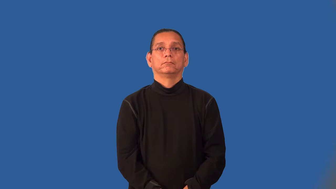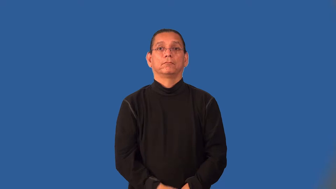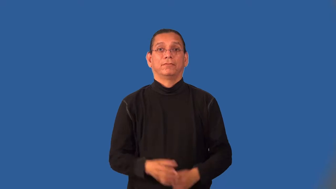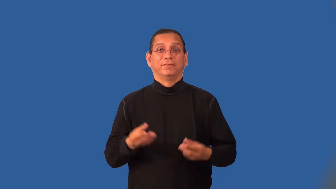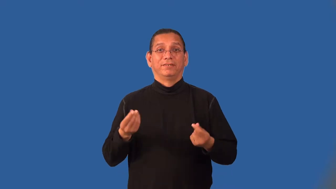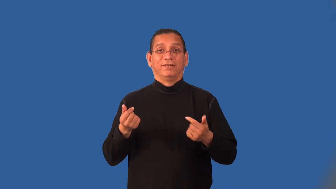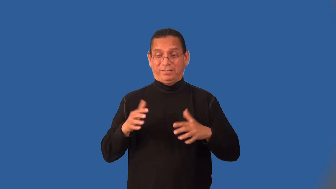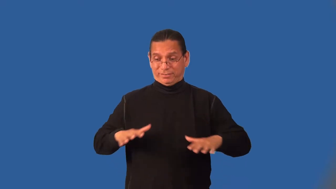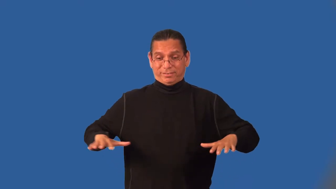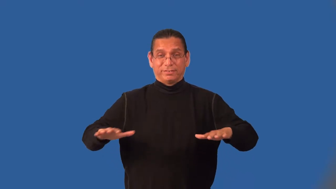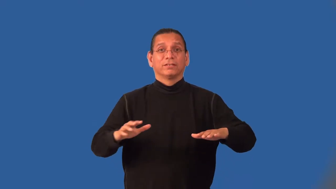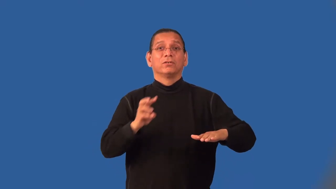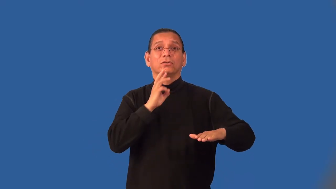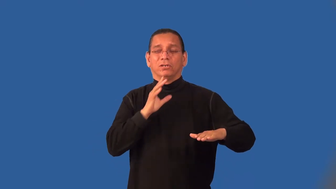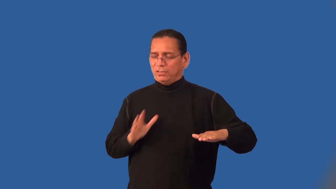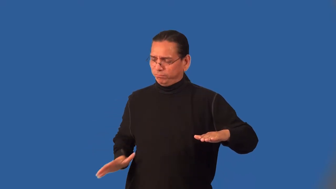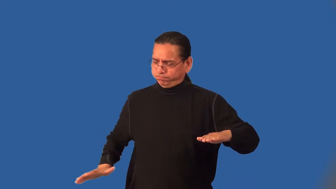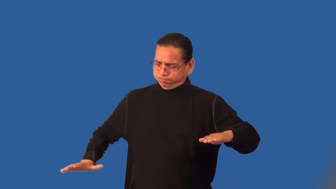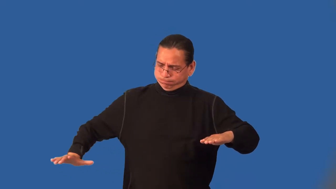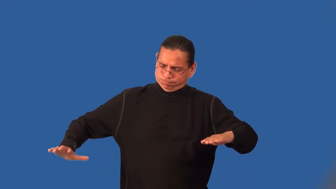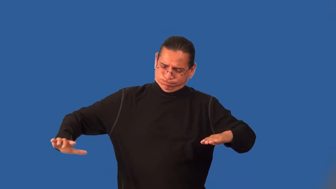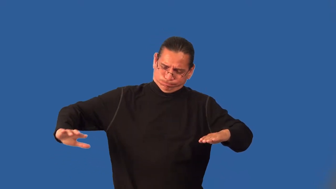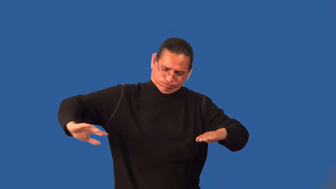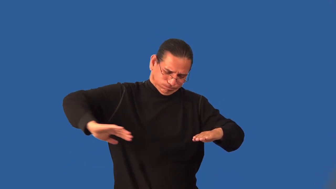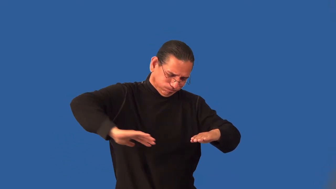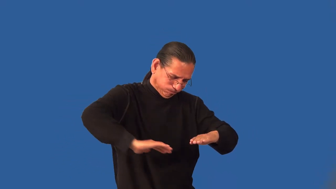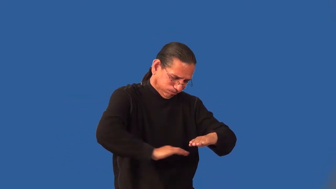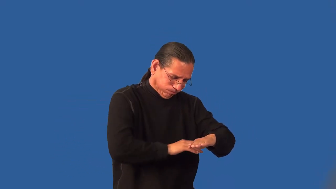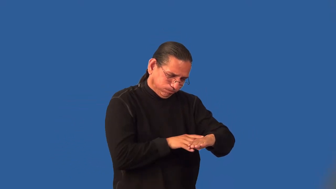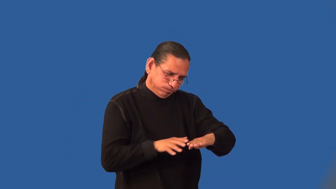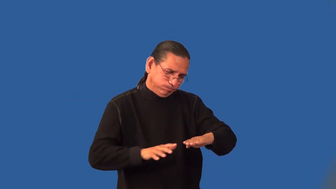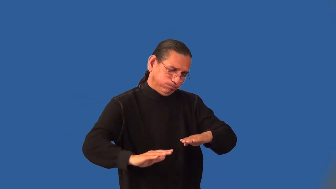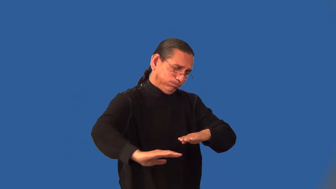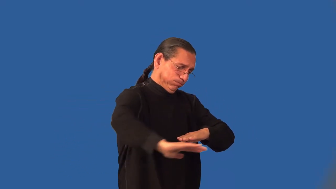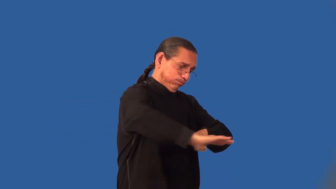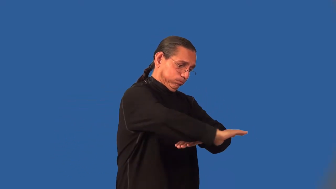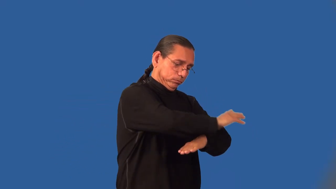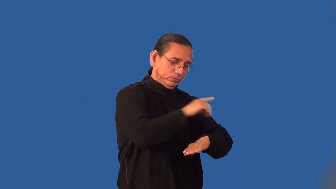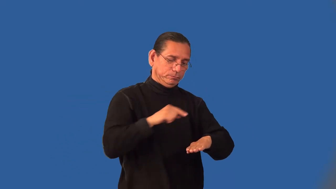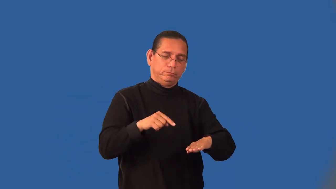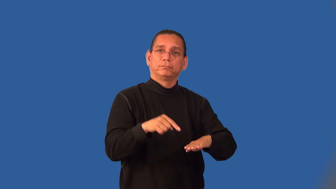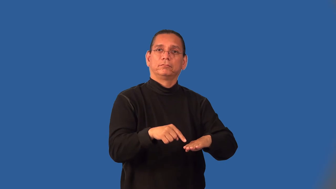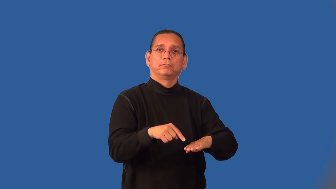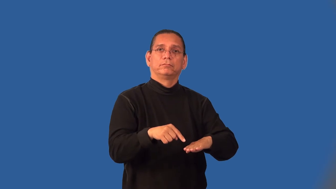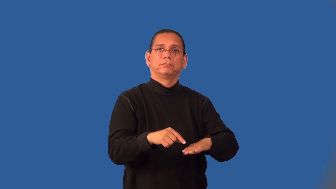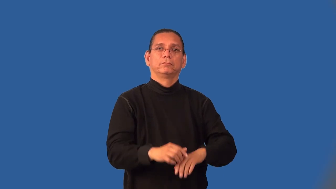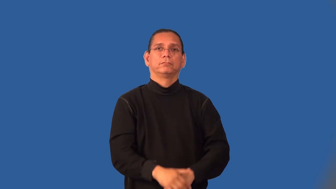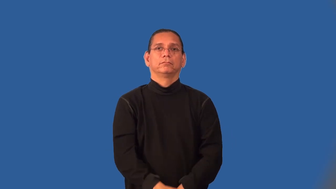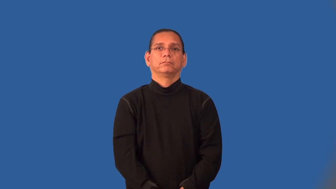inland